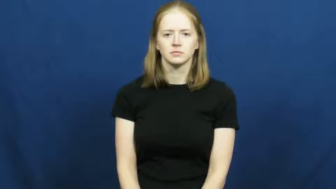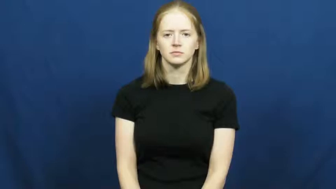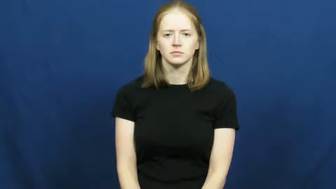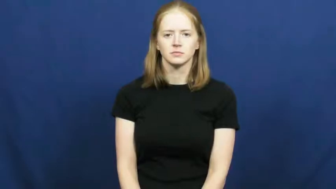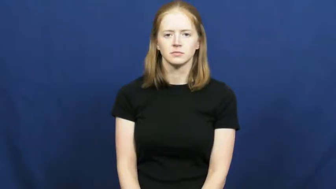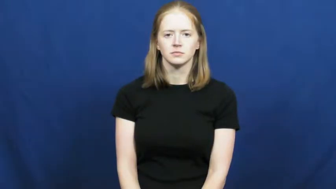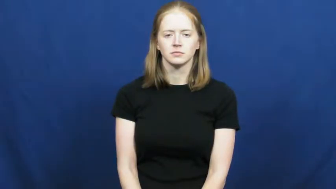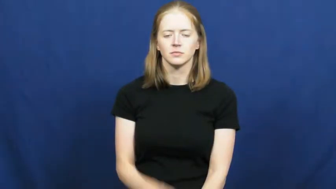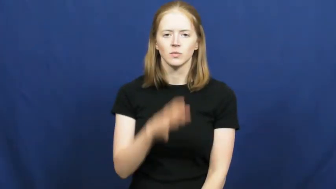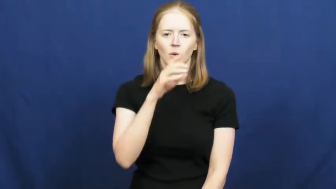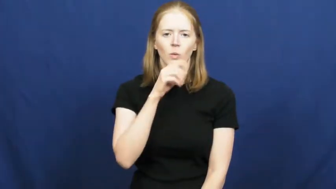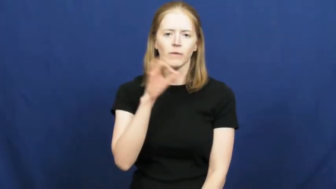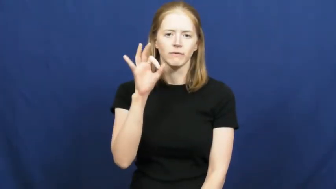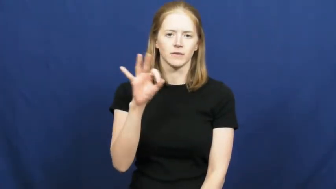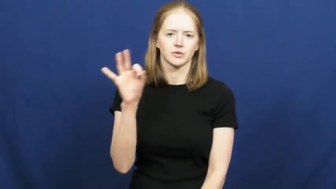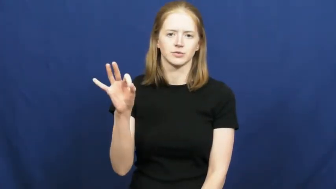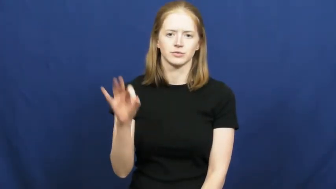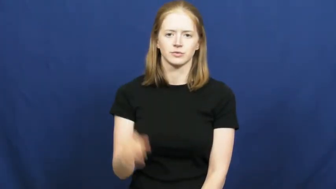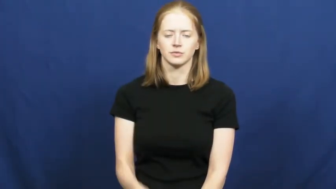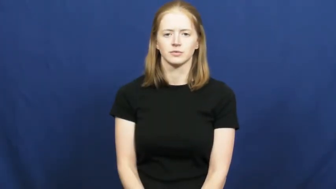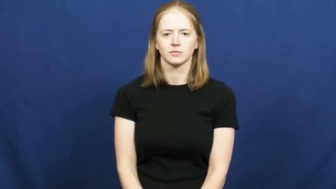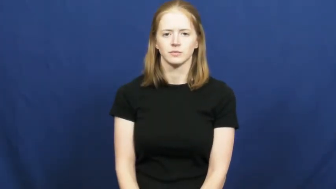old fashion,square,demode,out,dated,fusty